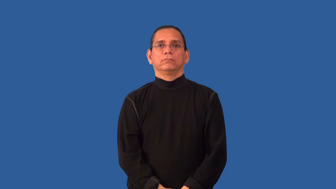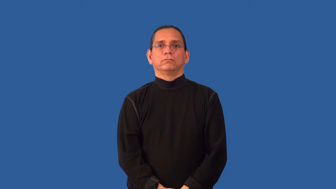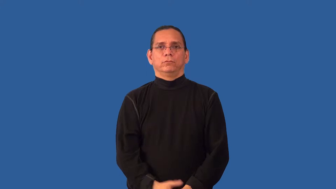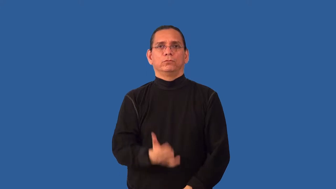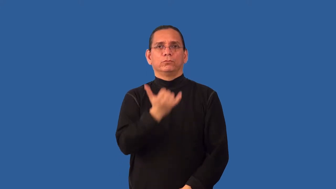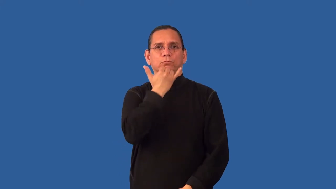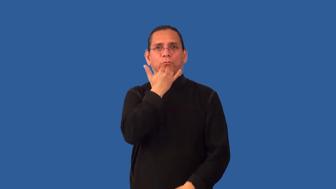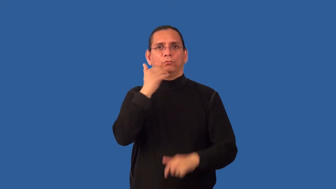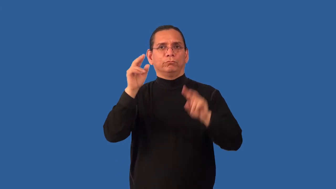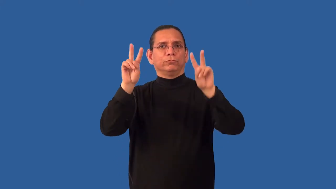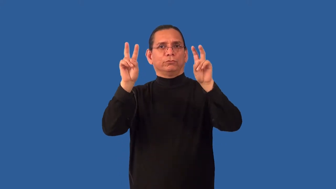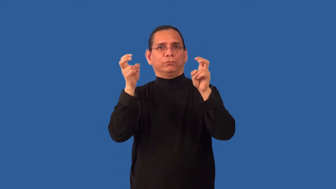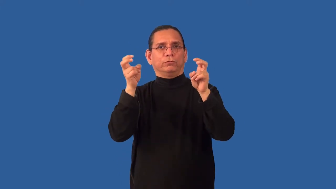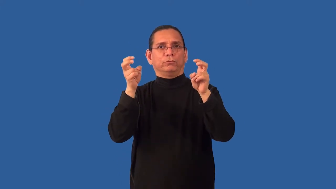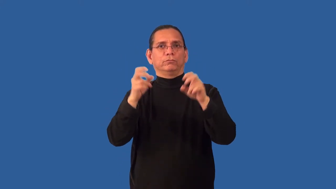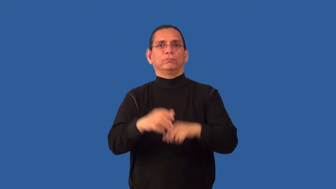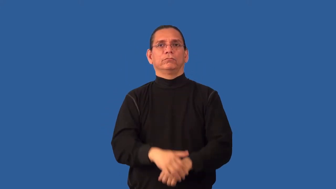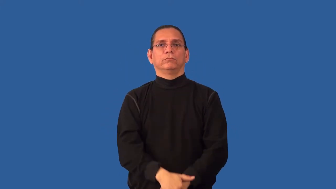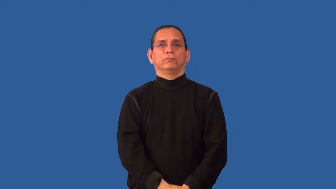misquote